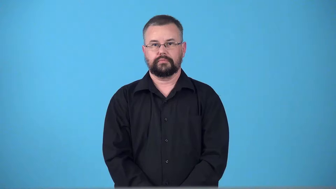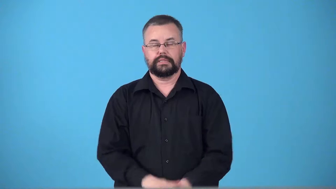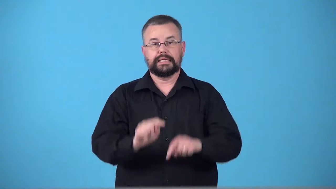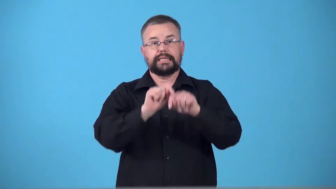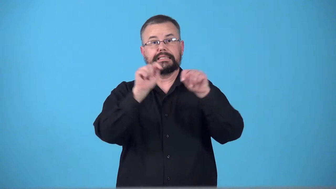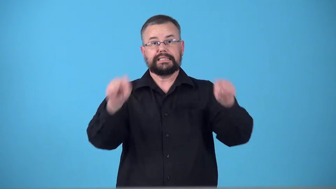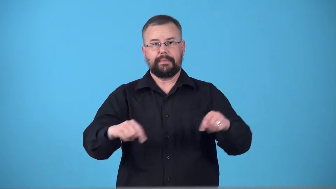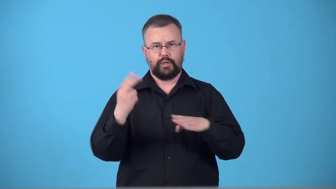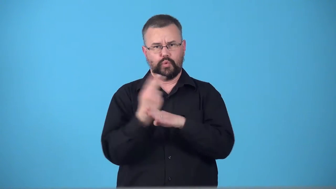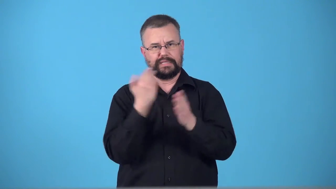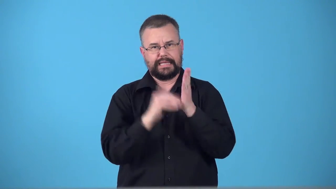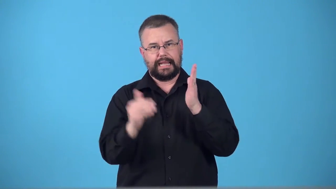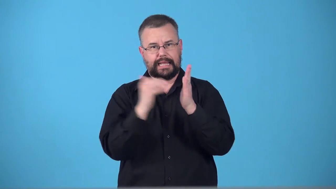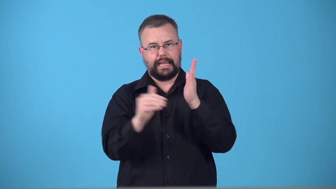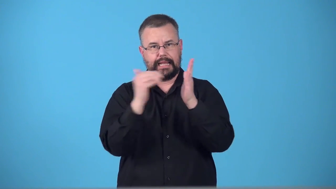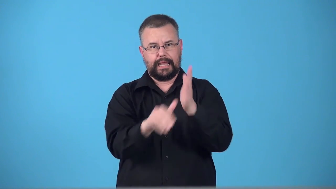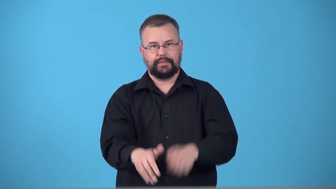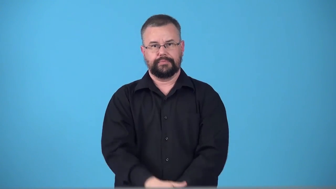templatemaster